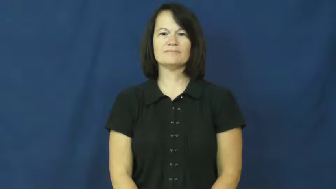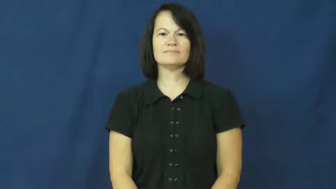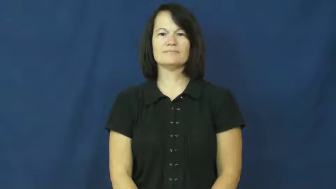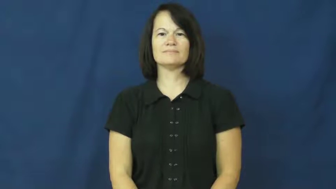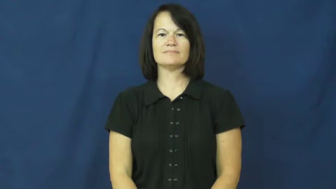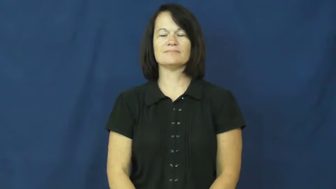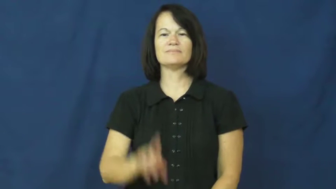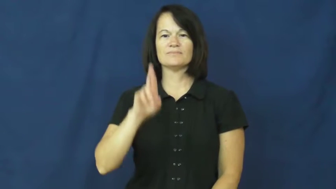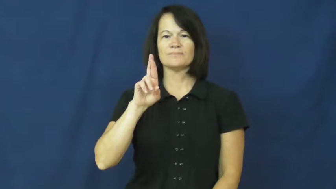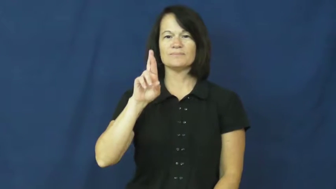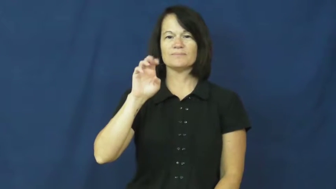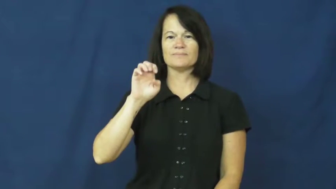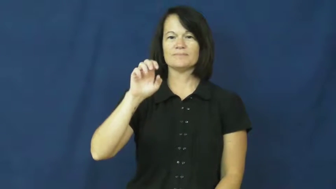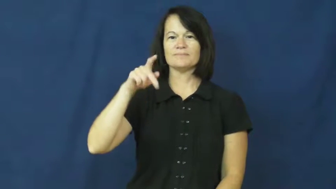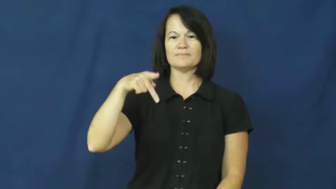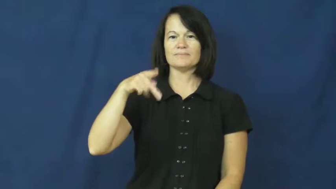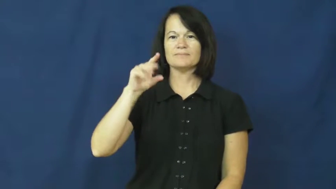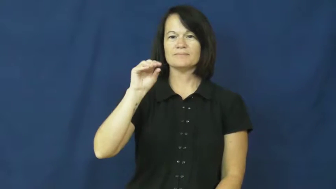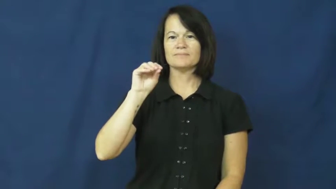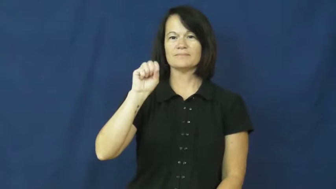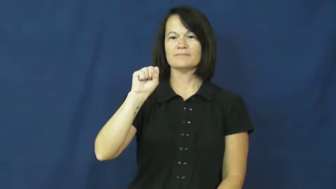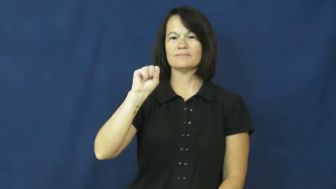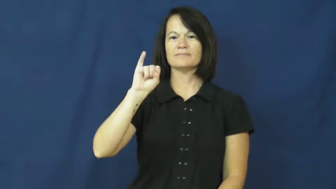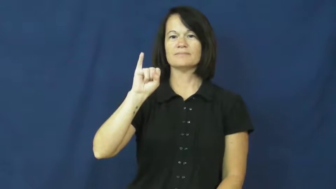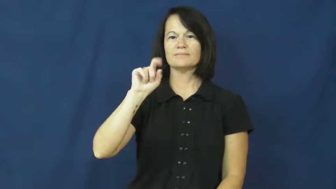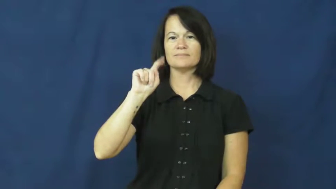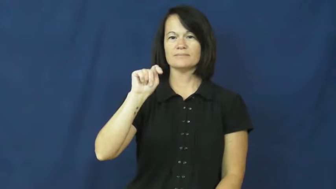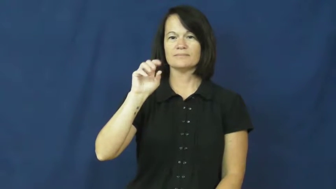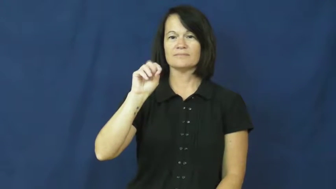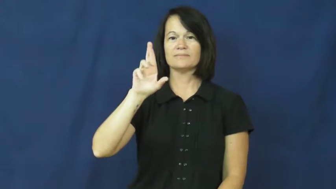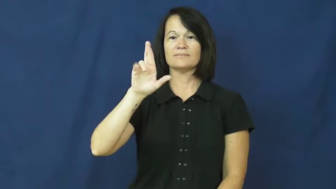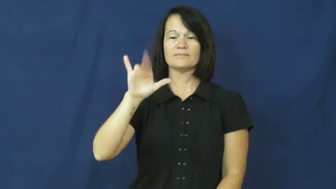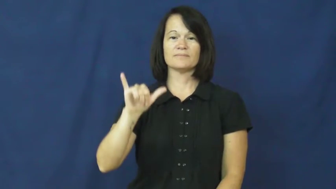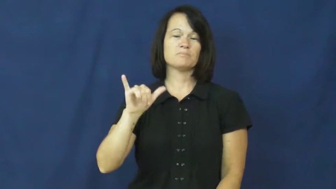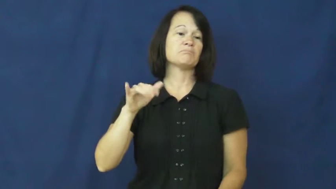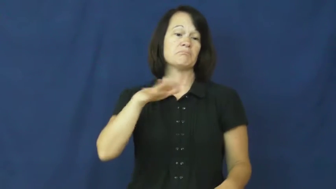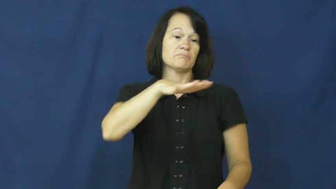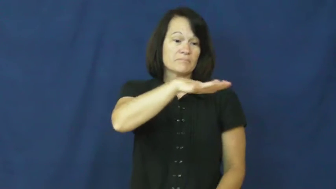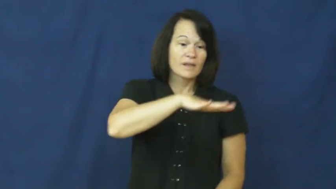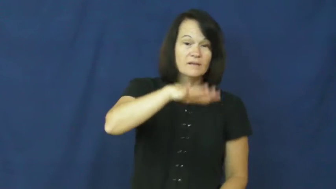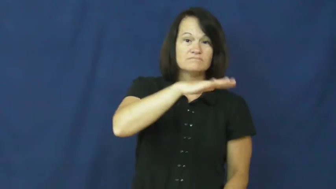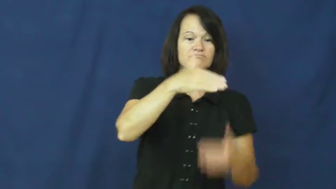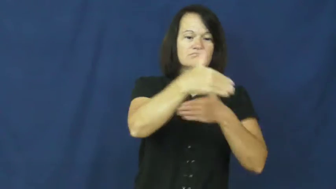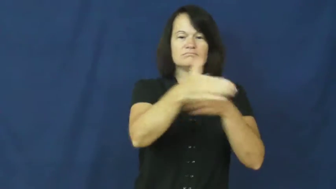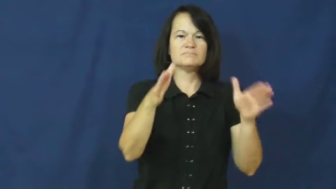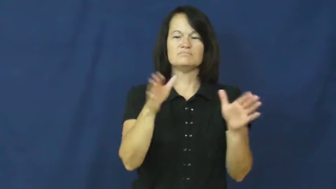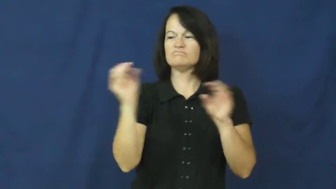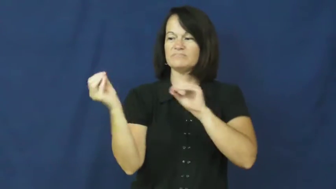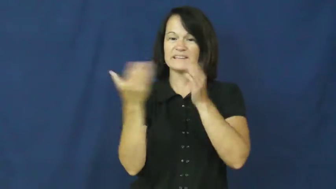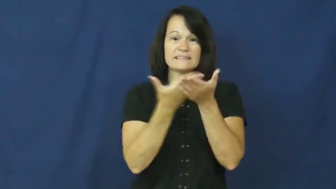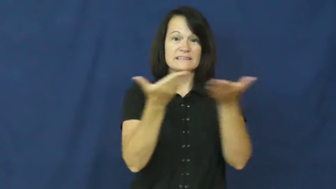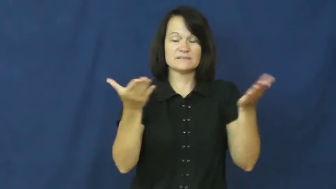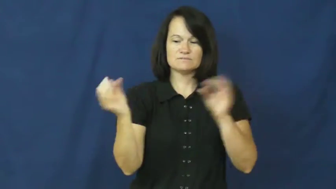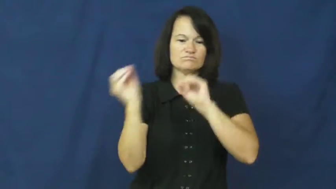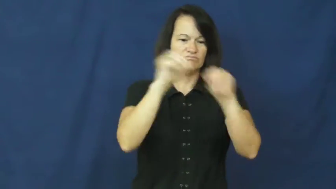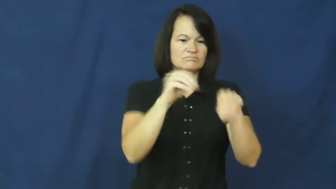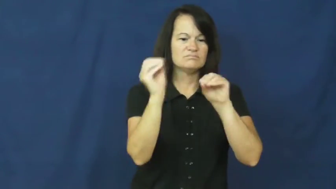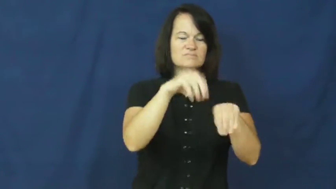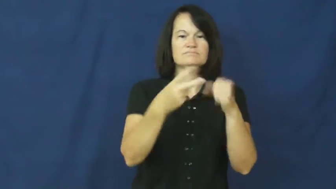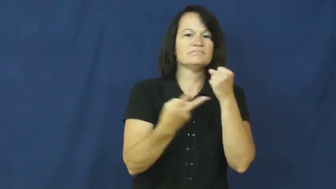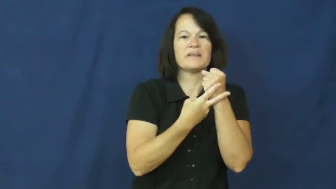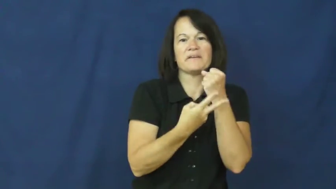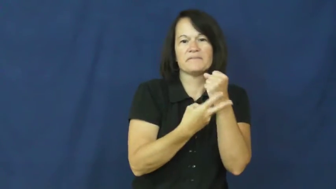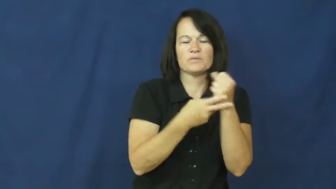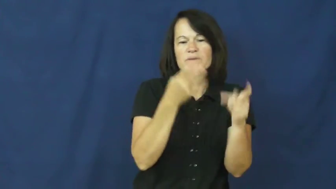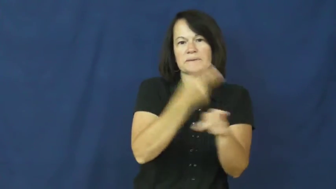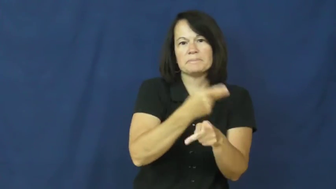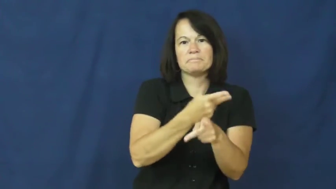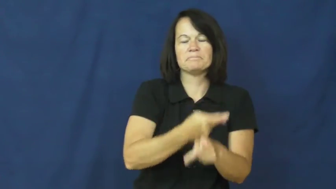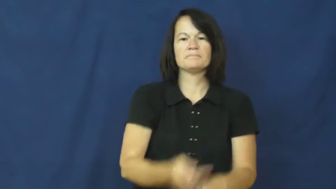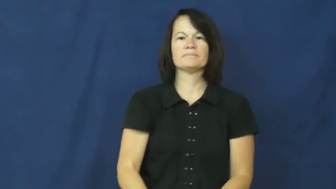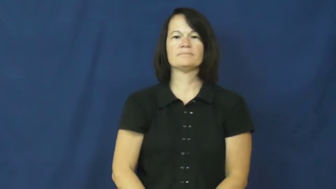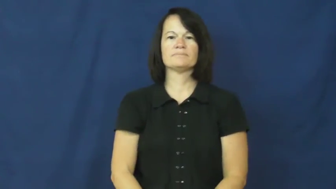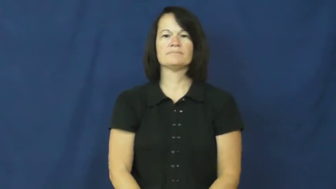repository